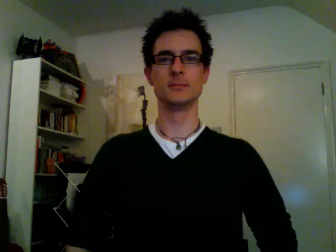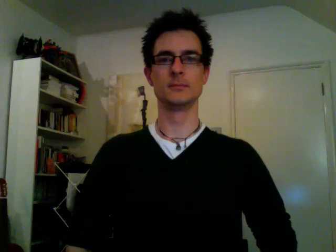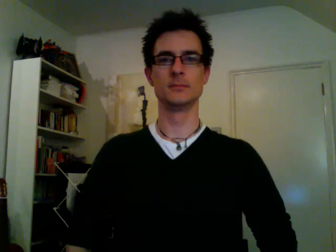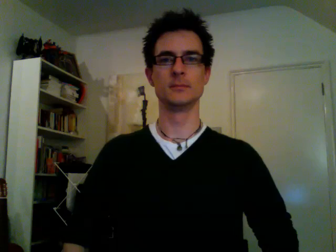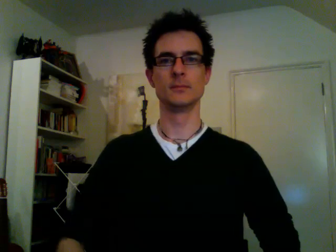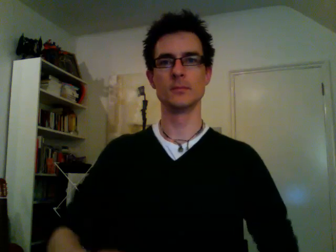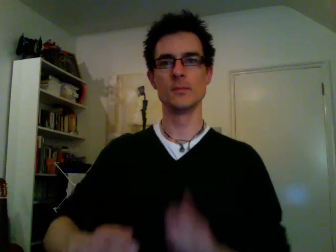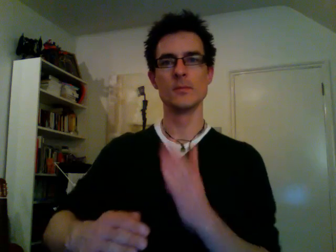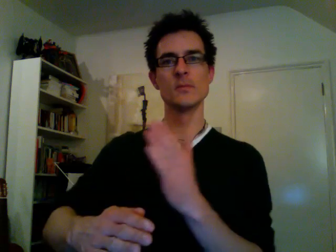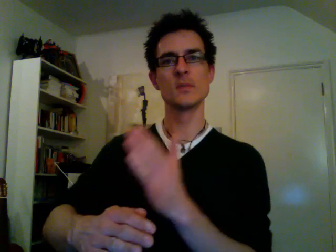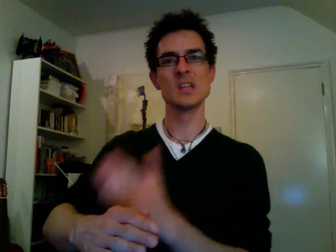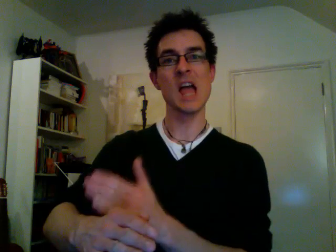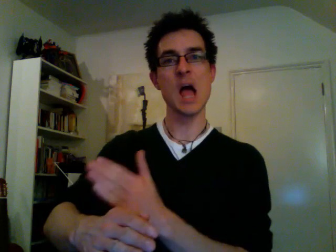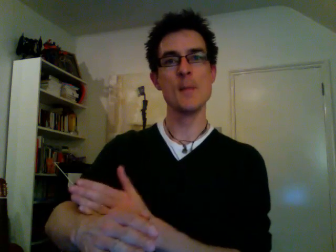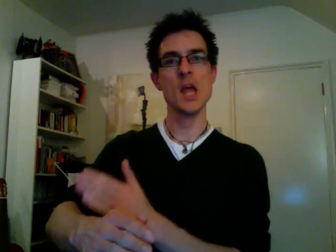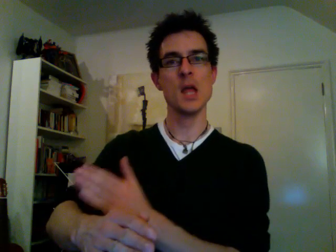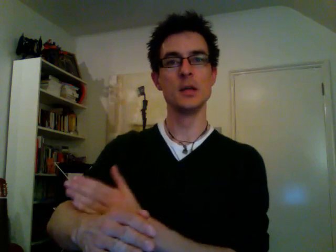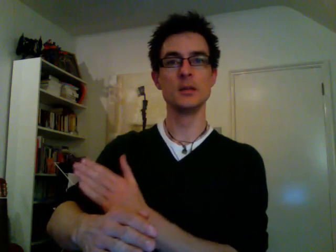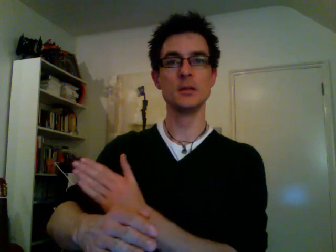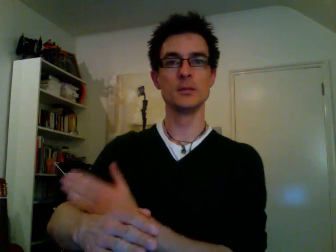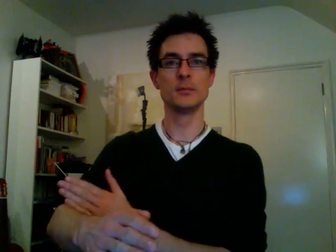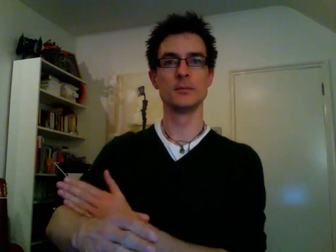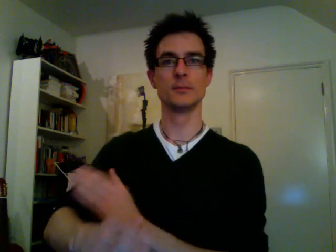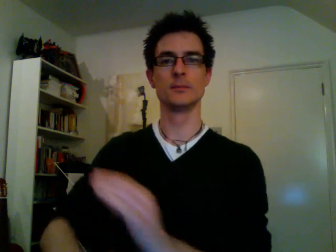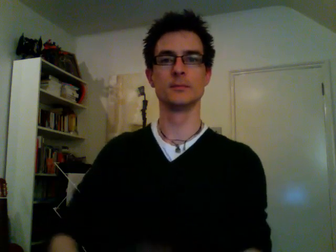cabbage